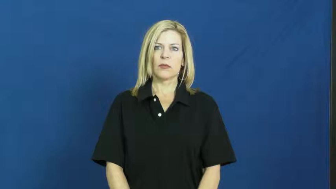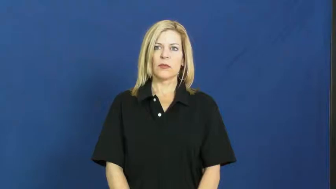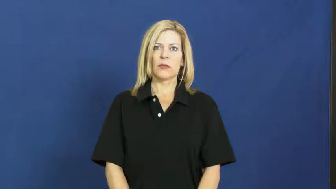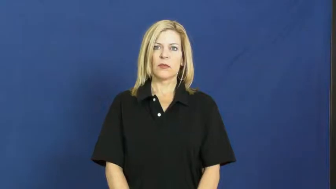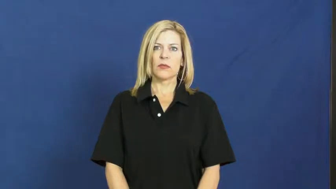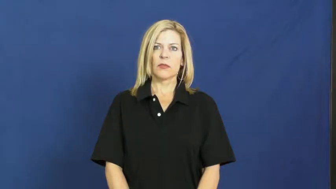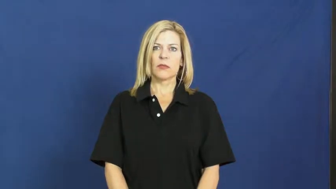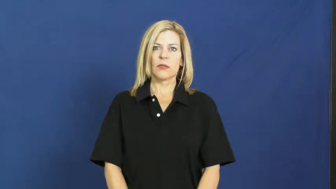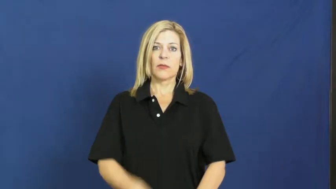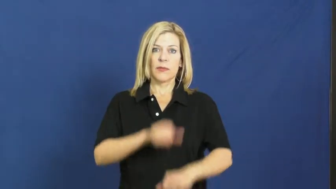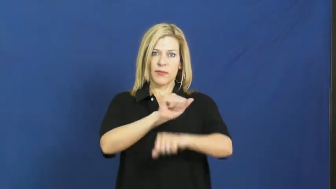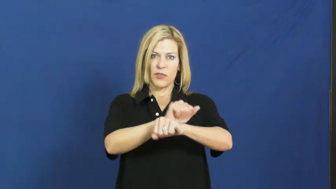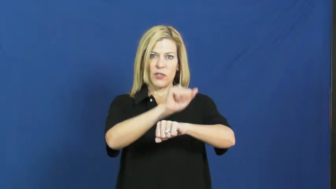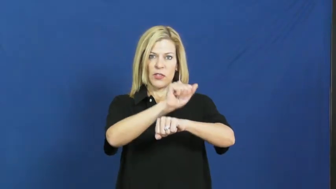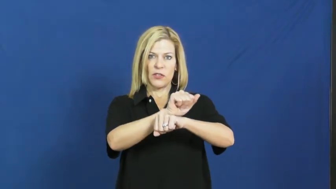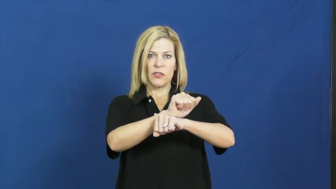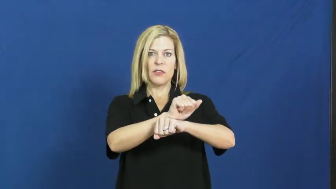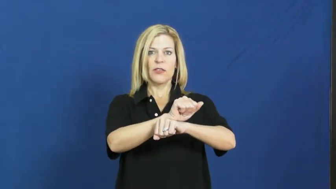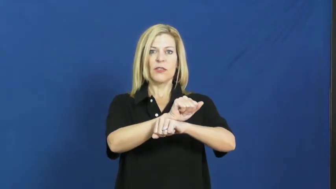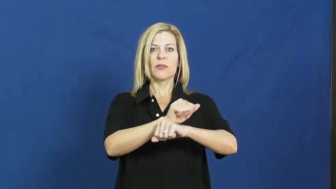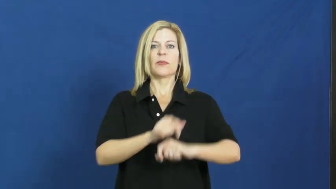job,employment,occupation,berth,billet